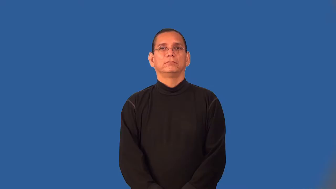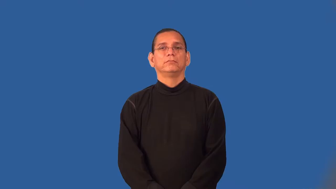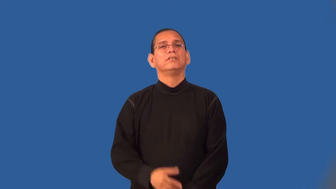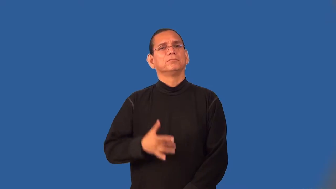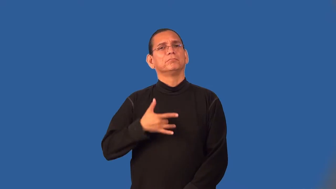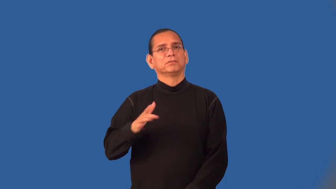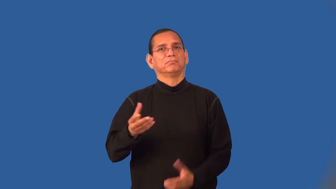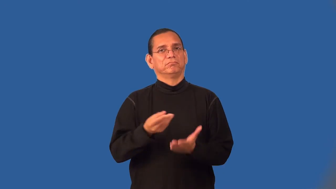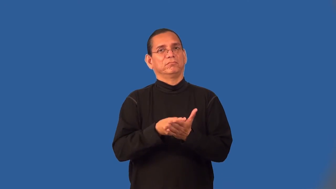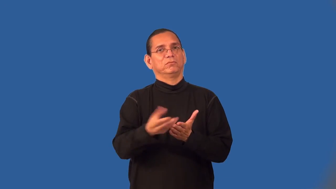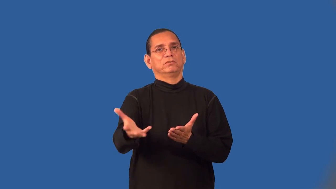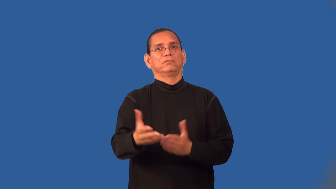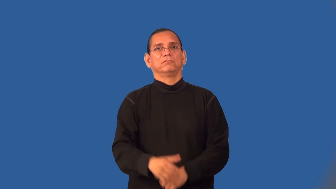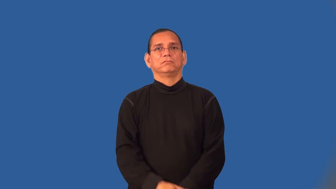wasteful,profligate